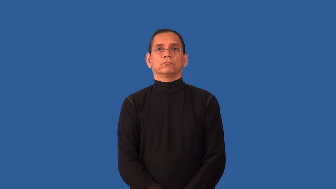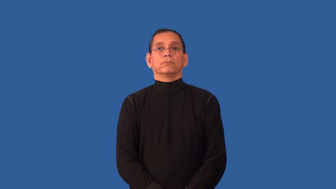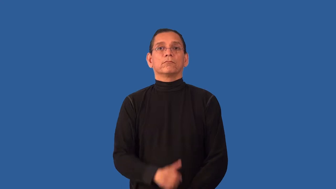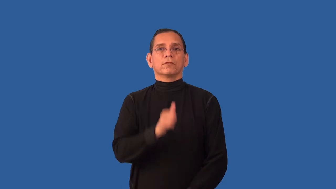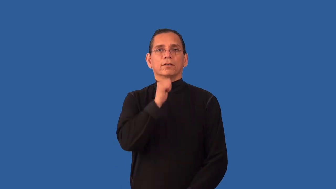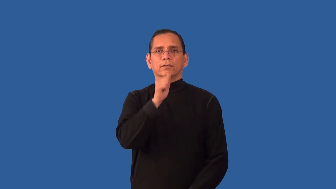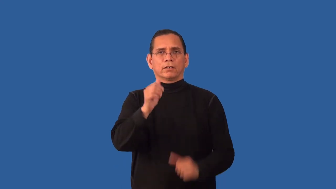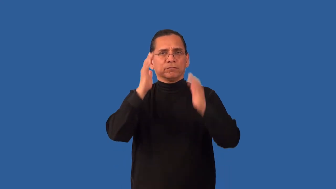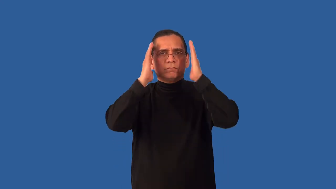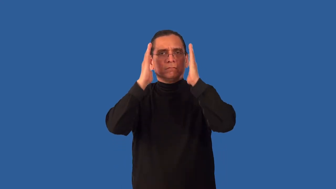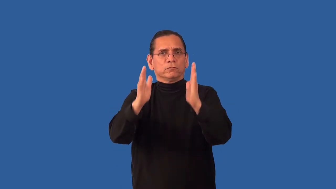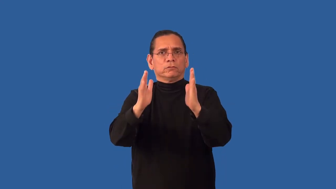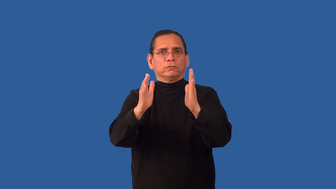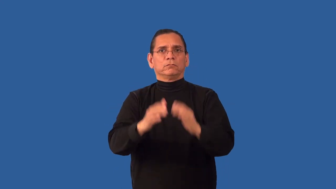unfocused,inattentive,unmindful,unobservant